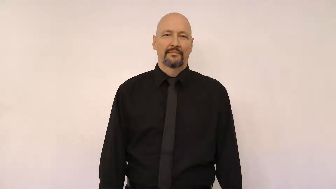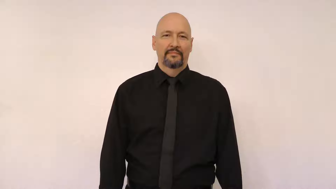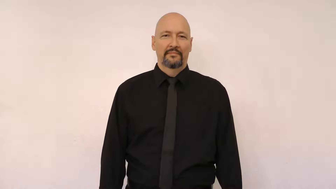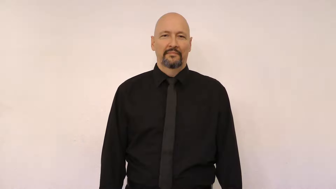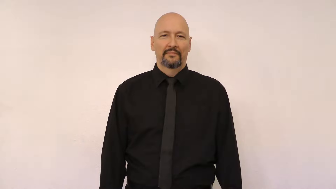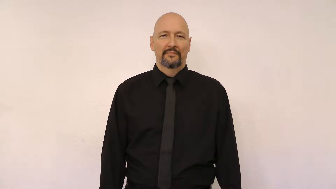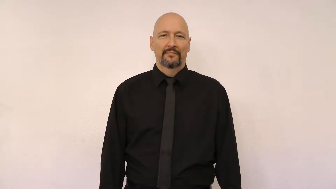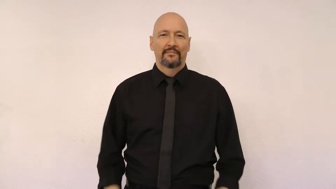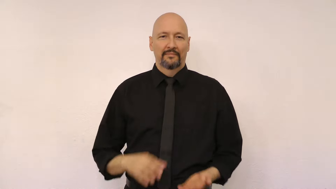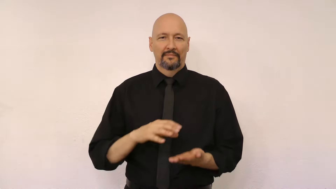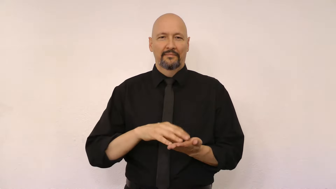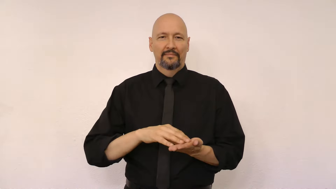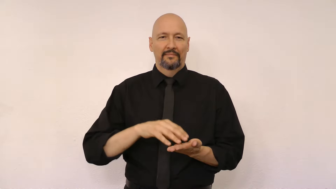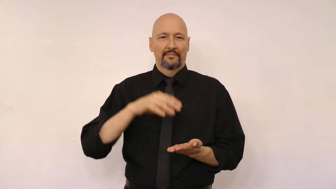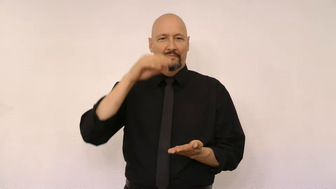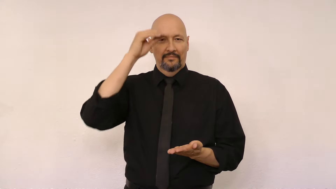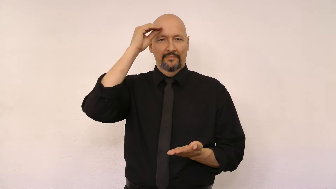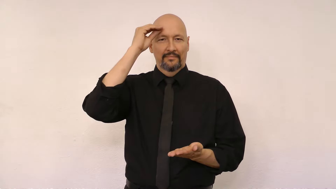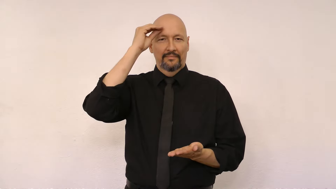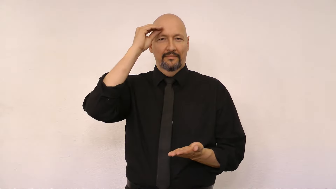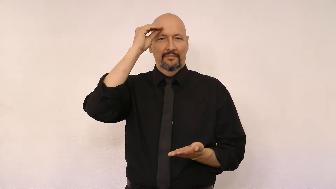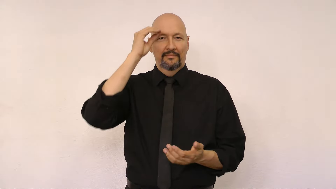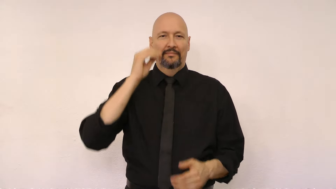LEARN